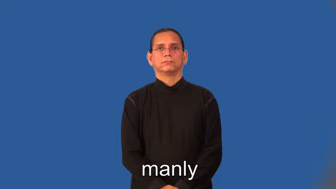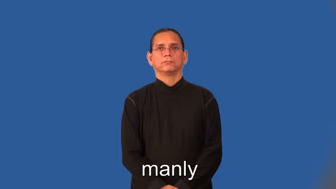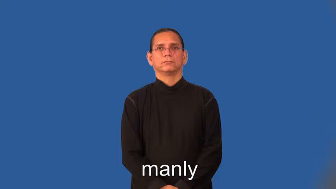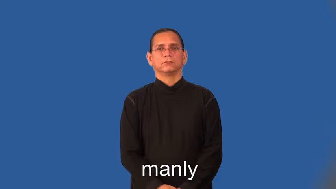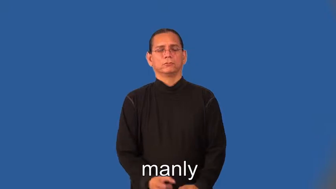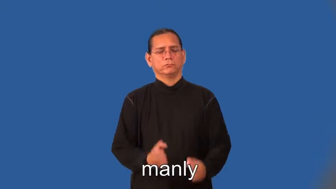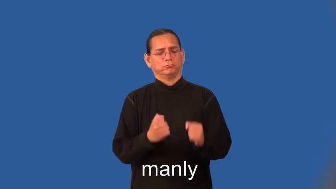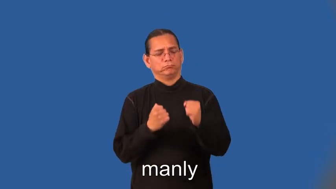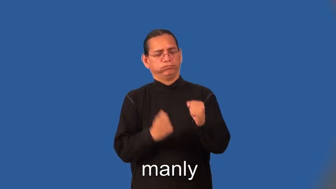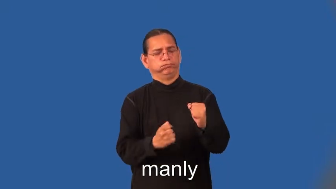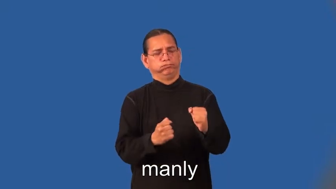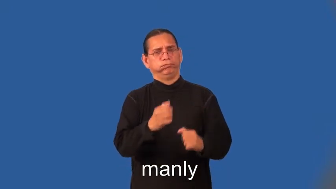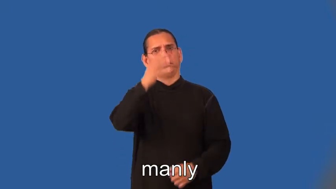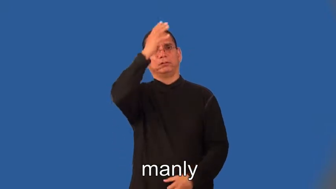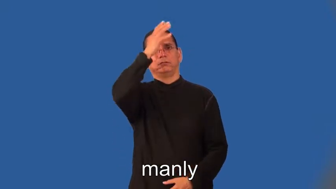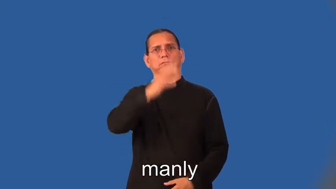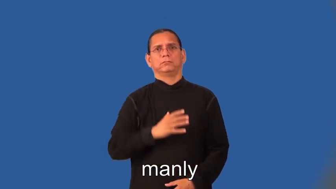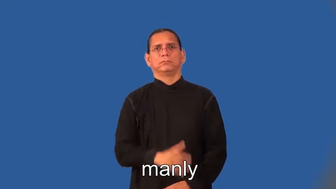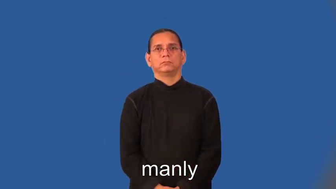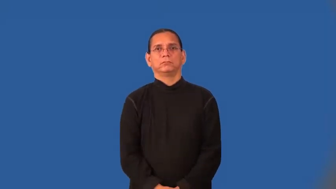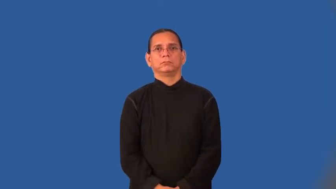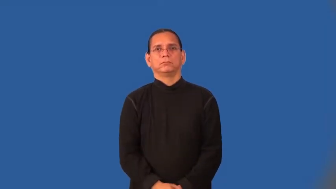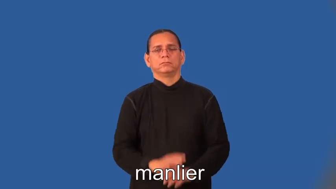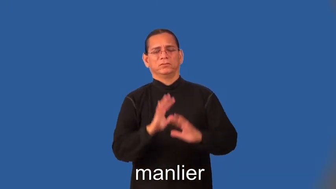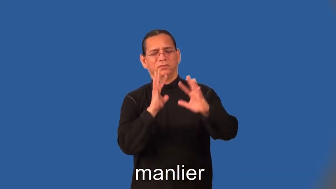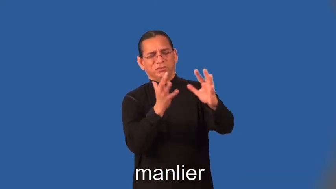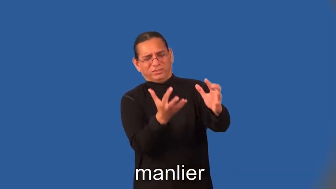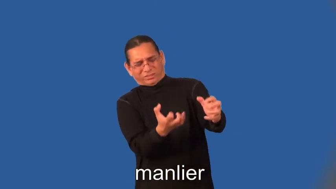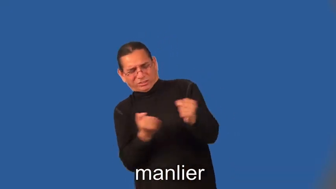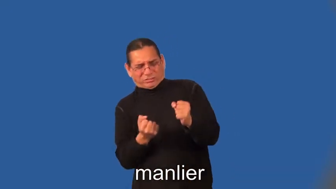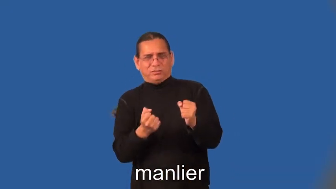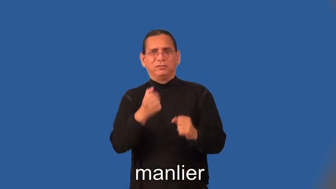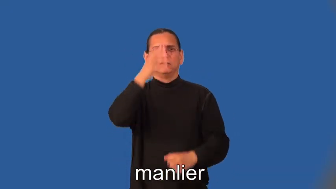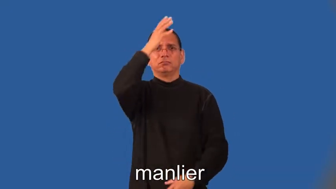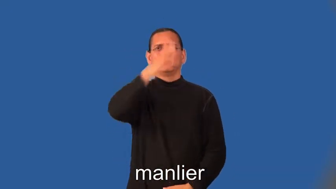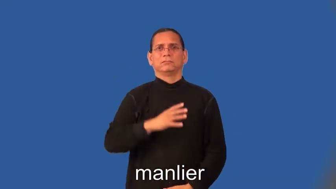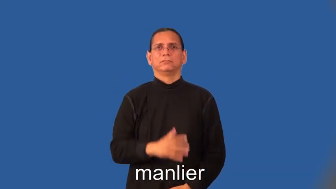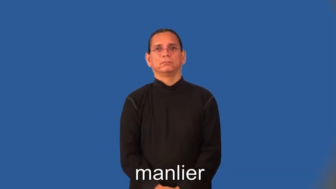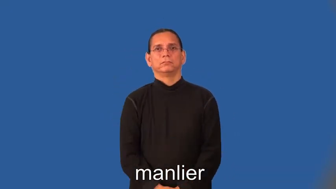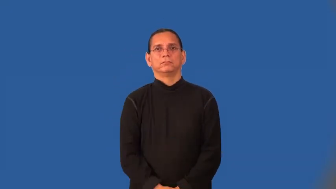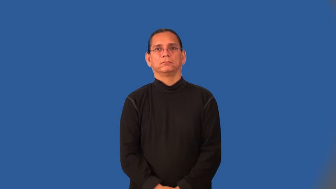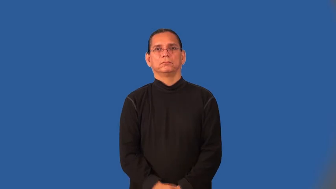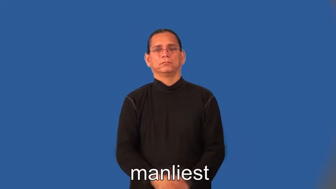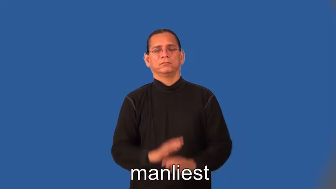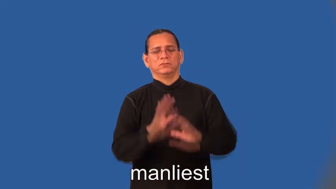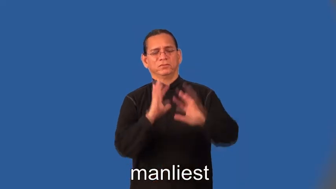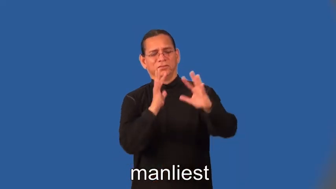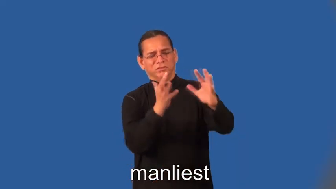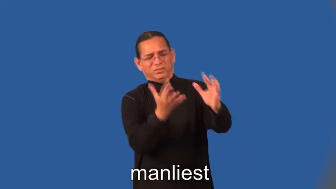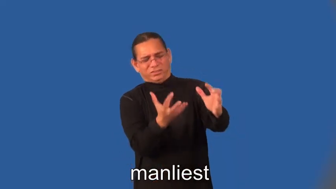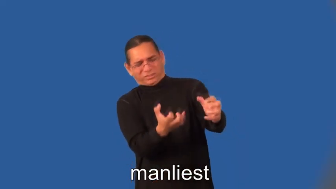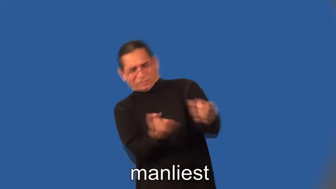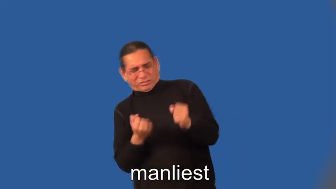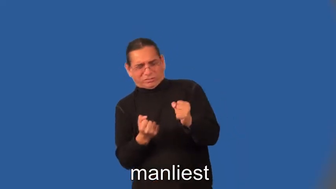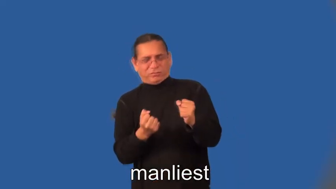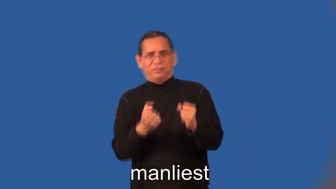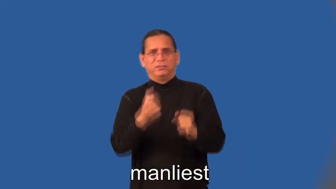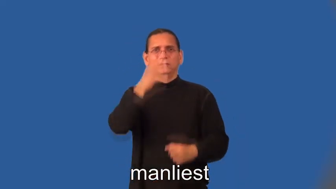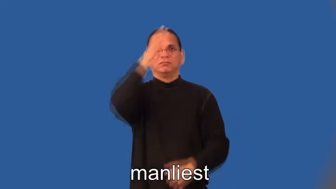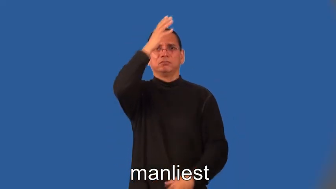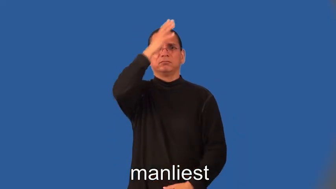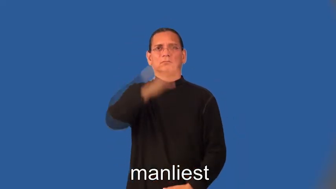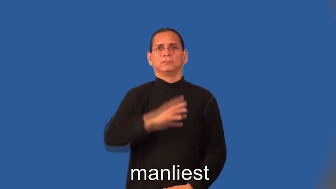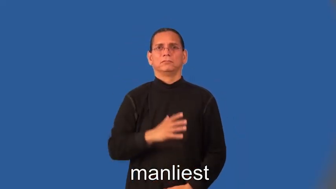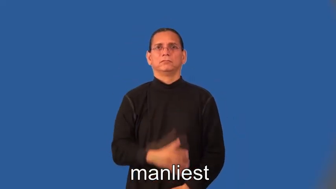manlier,manliest